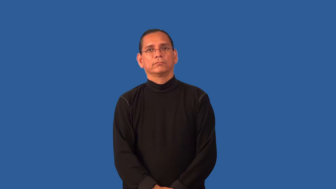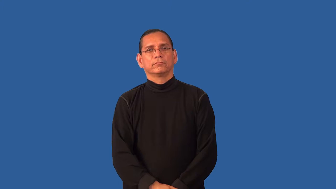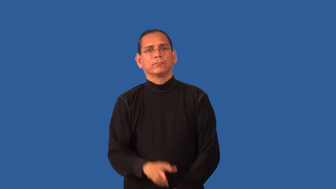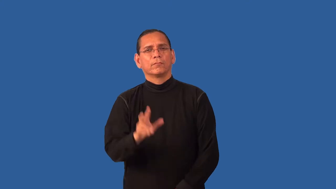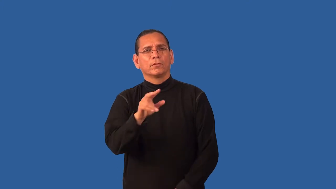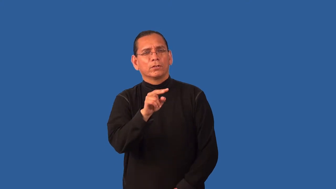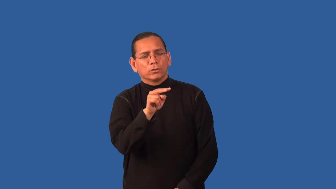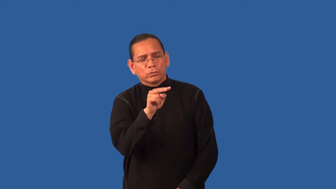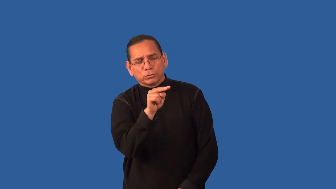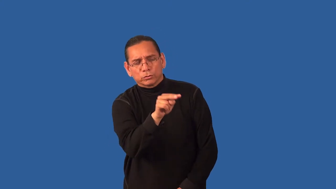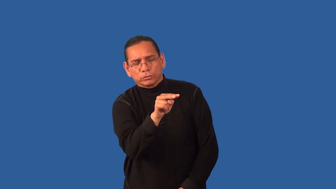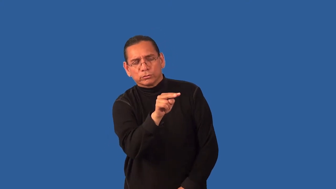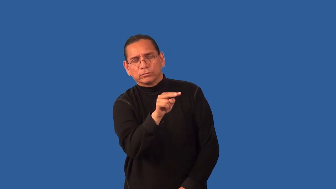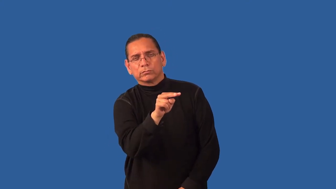eyeful-full view